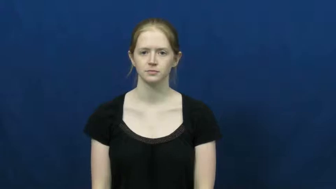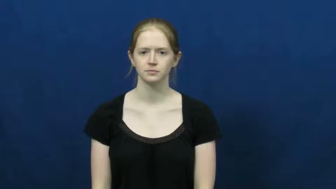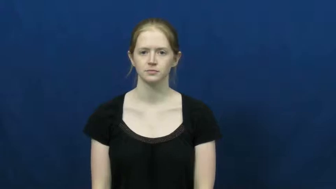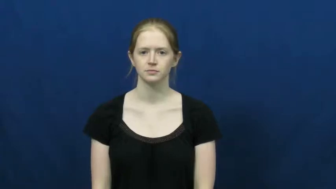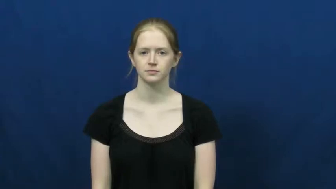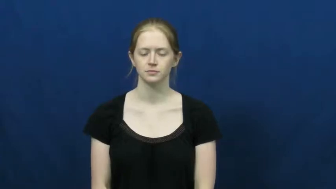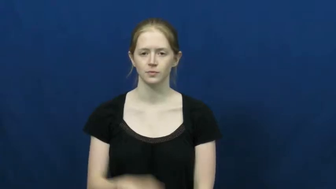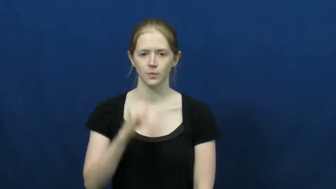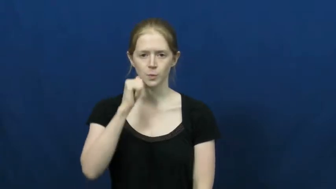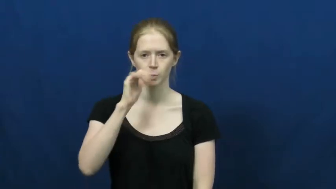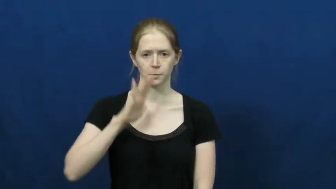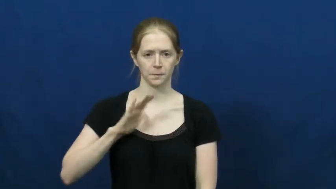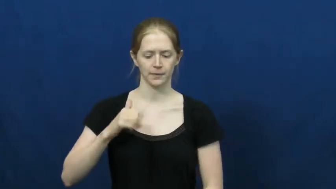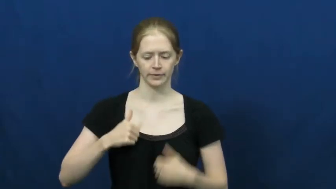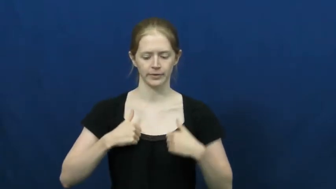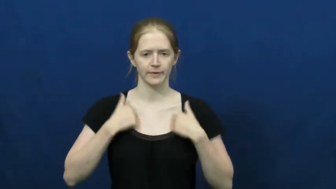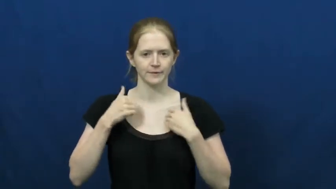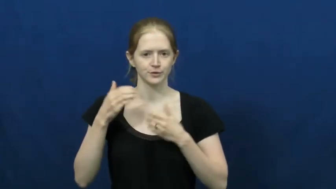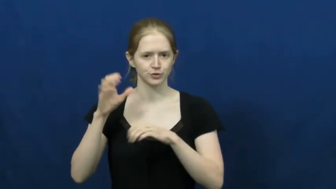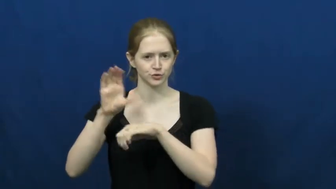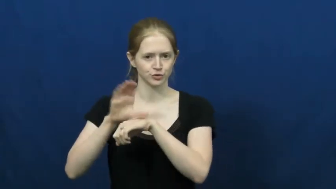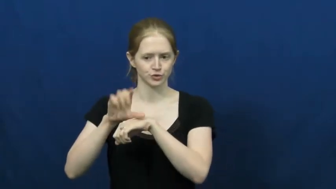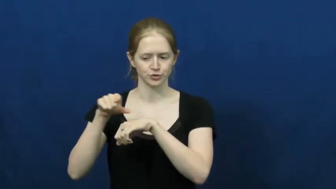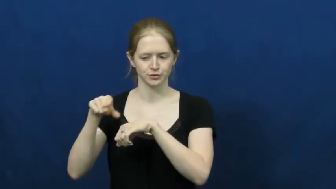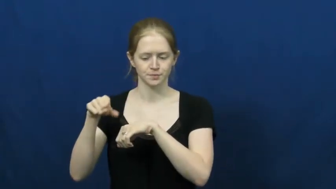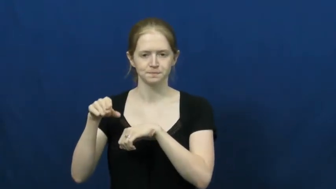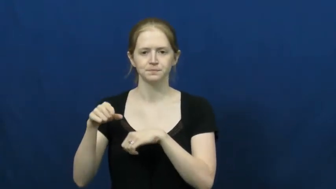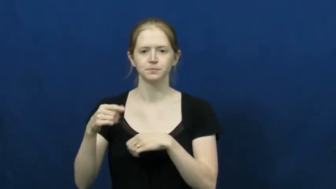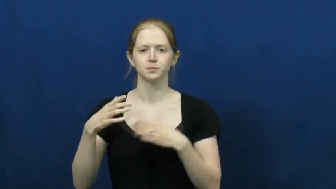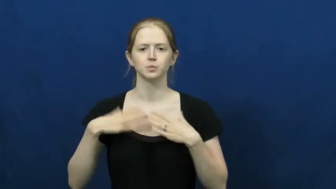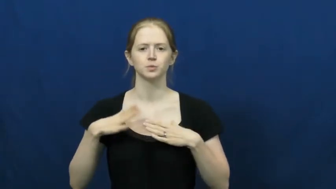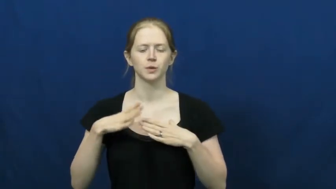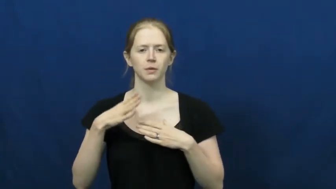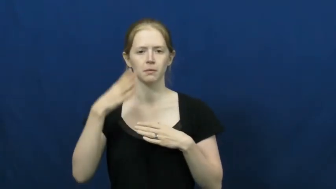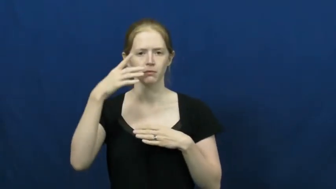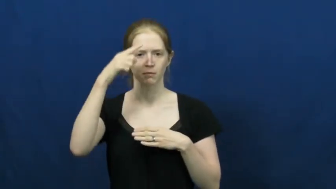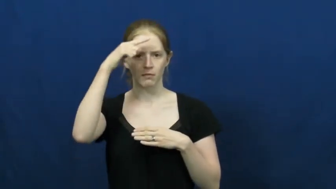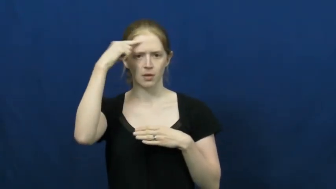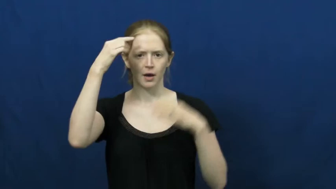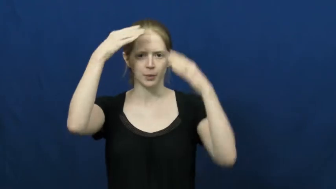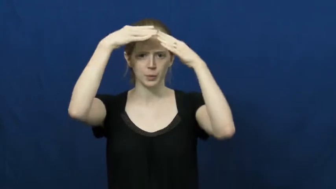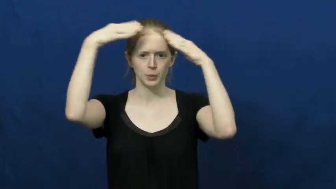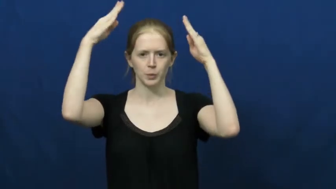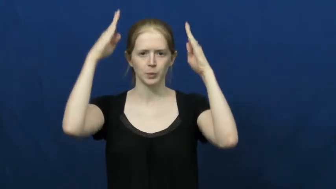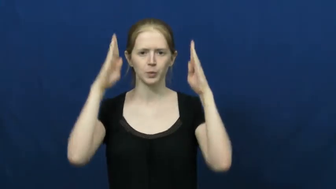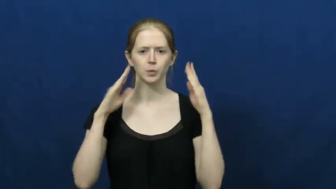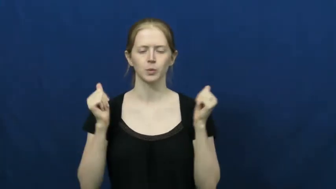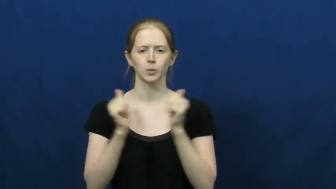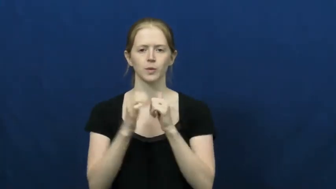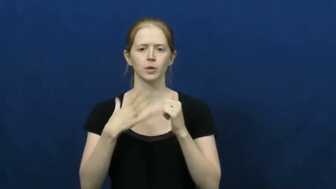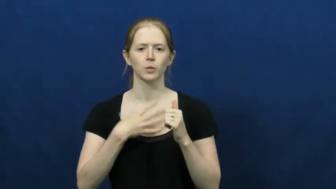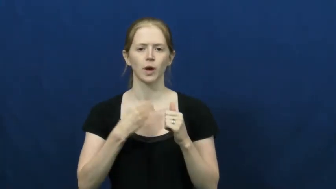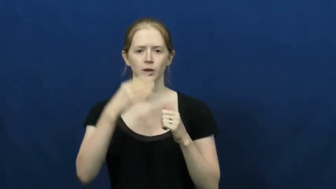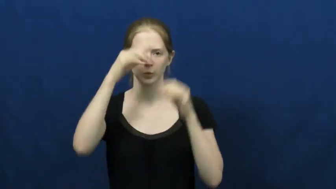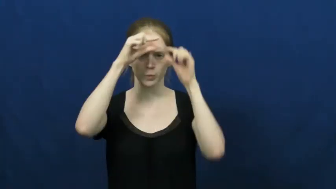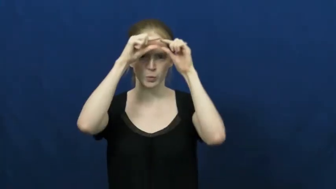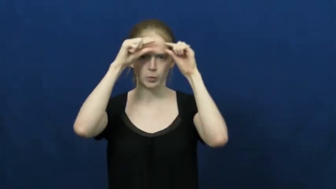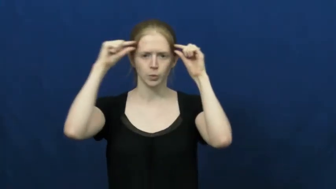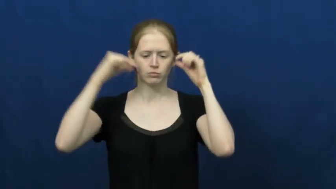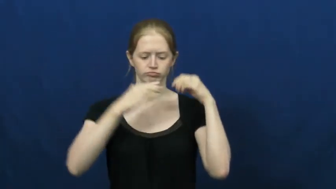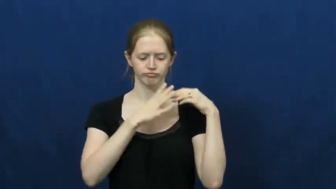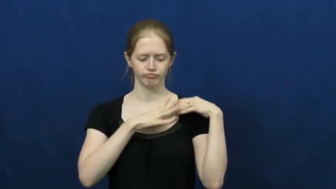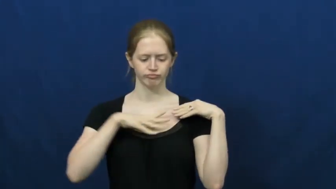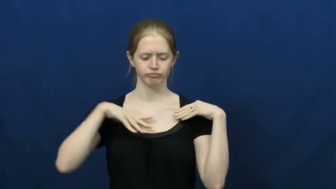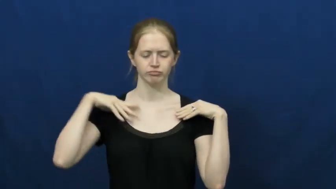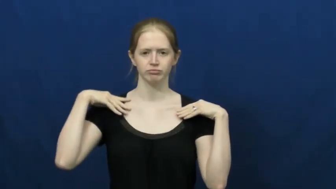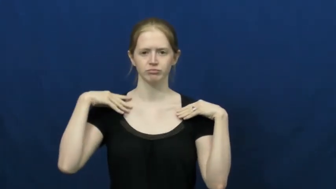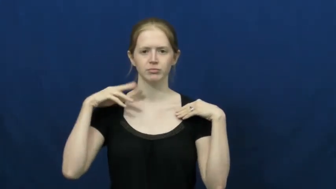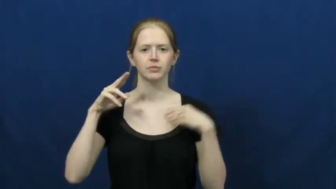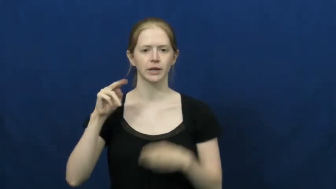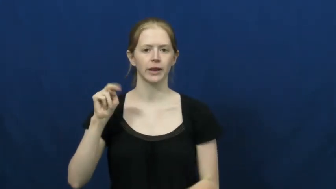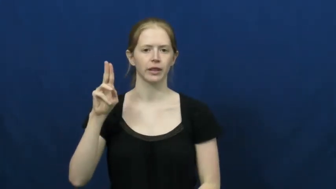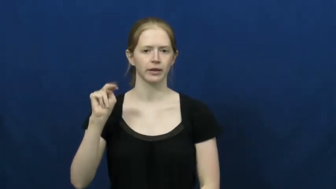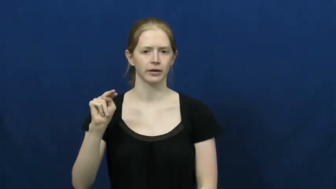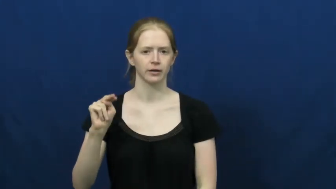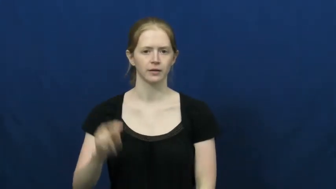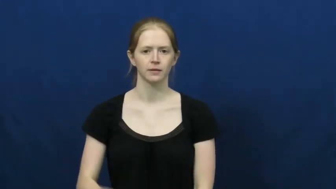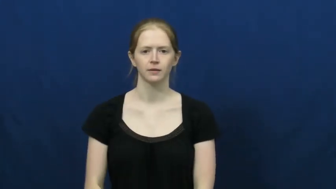nun